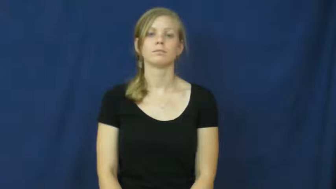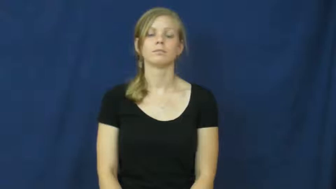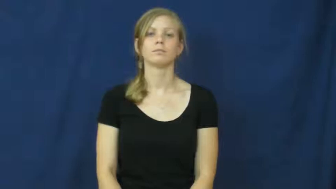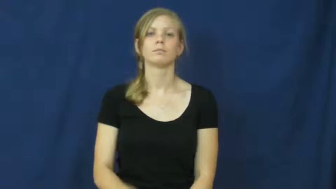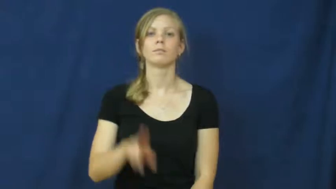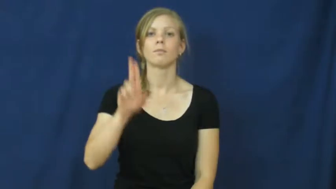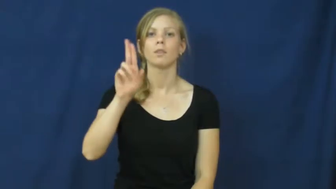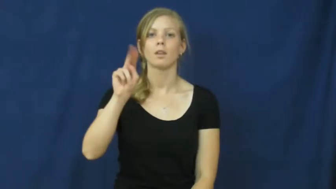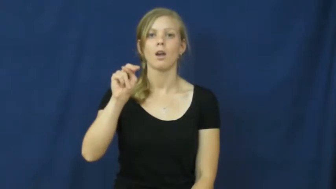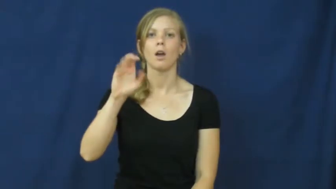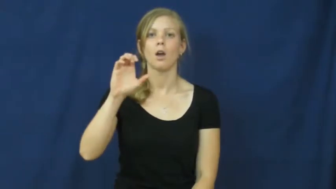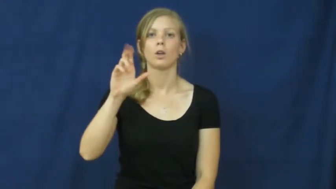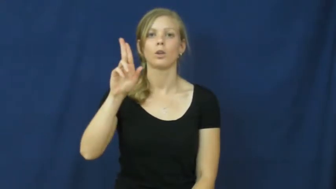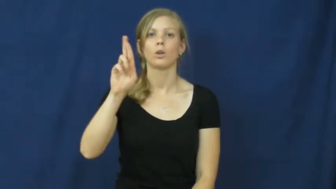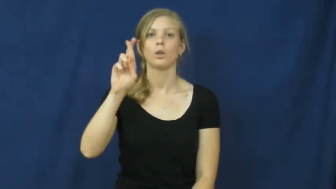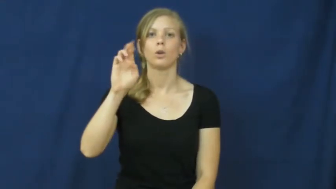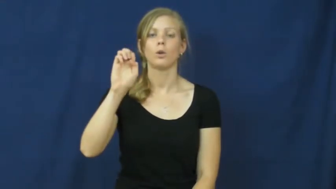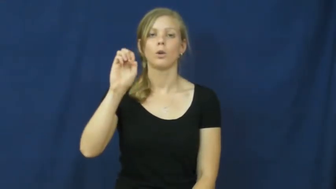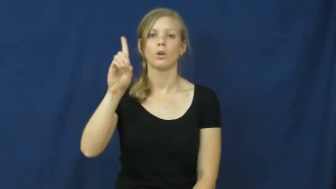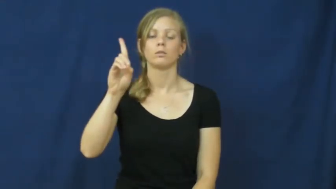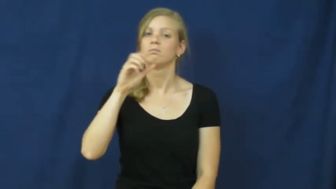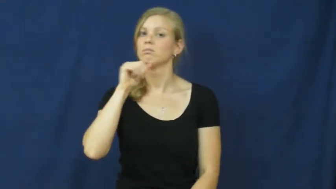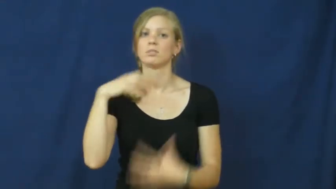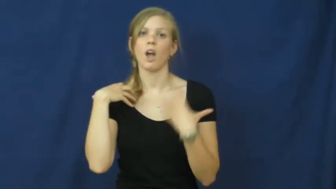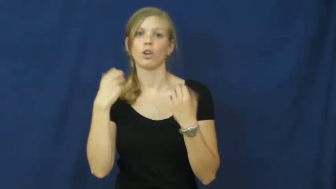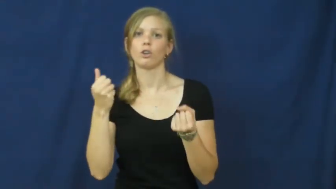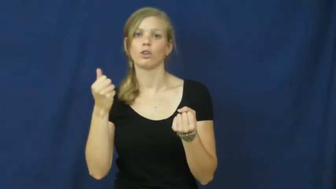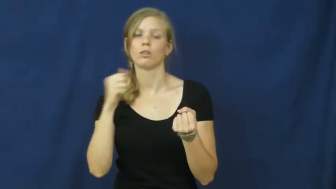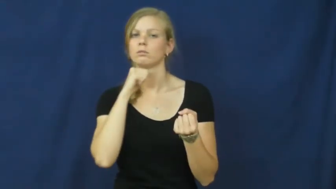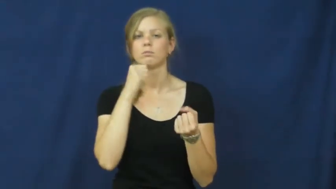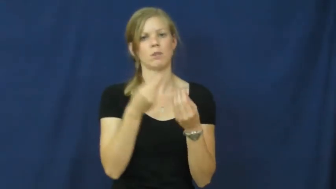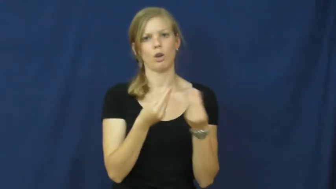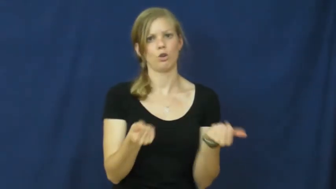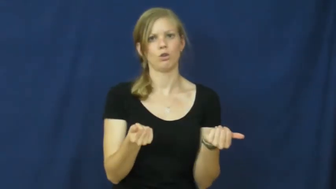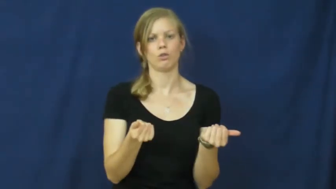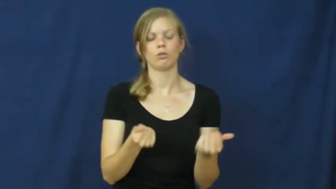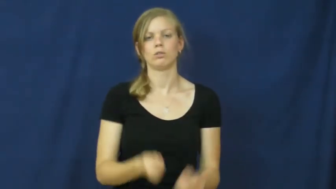uncured-still sick